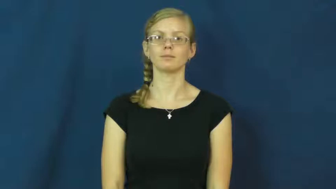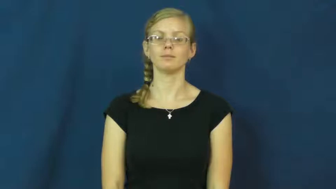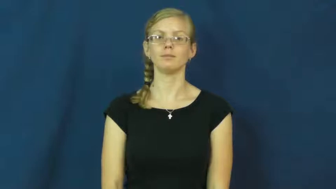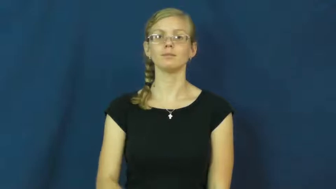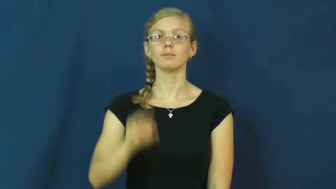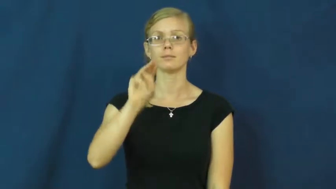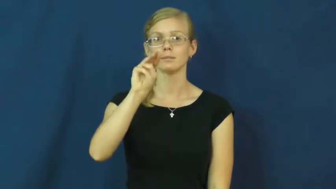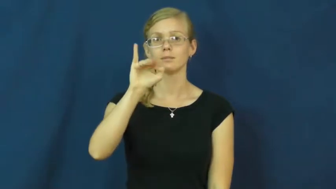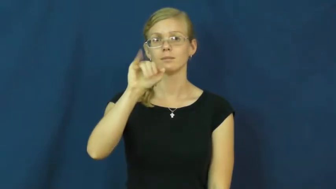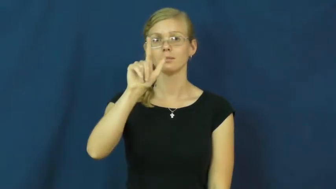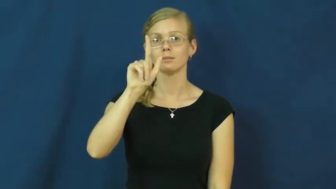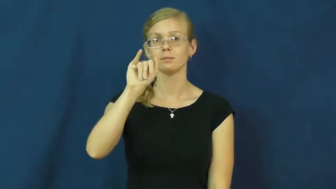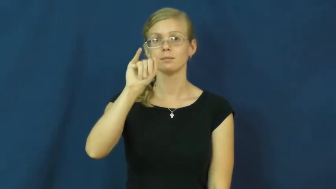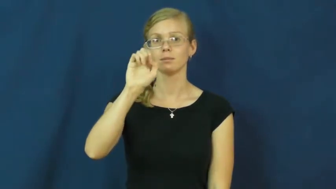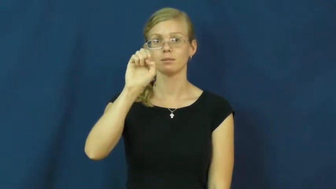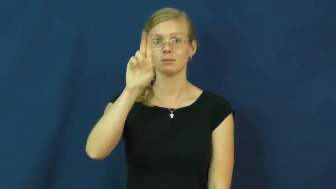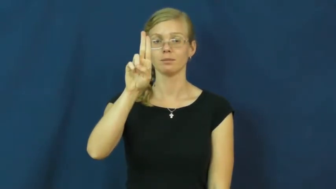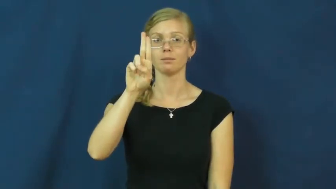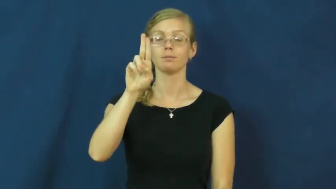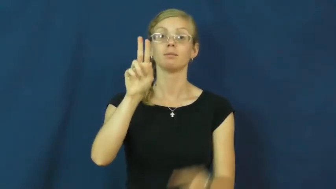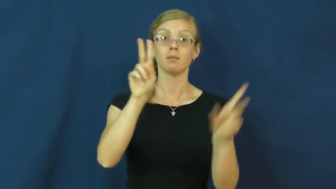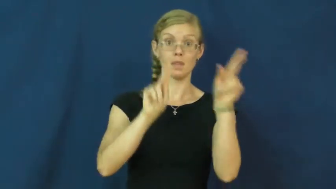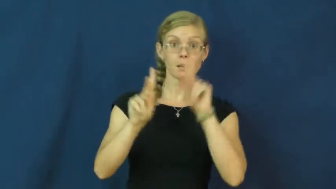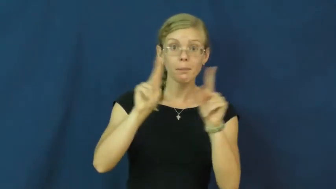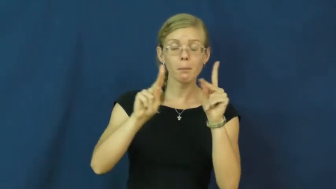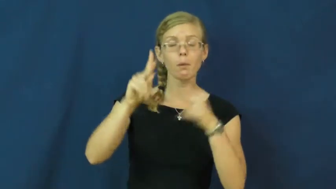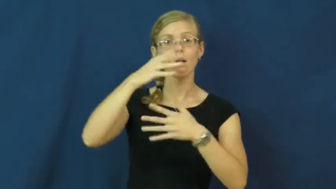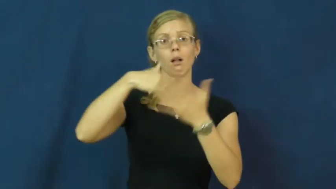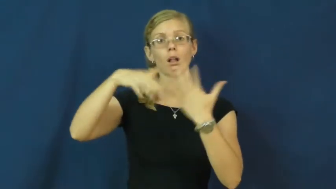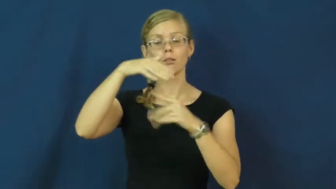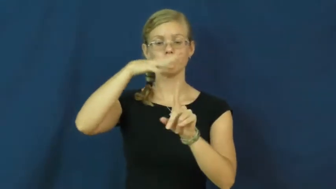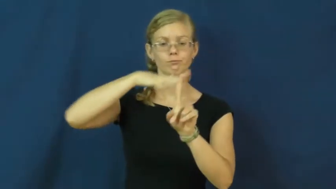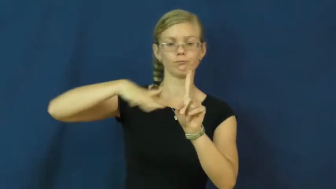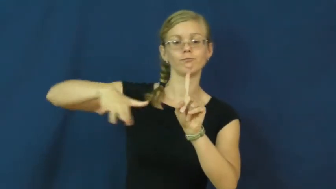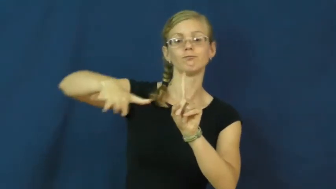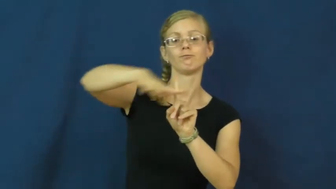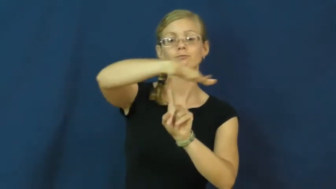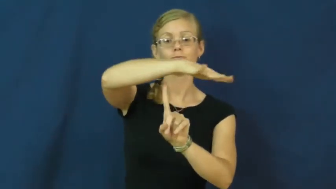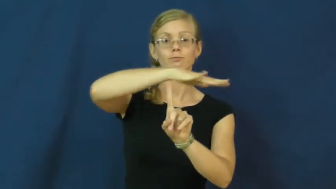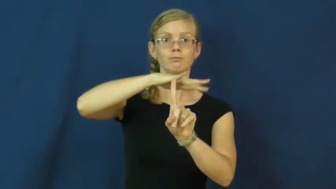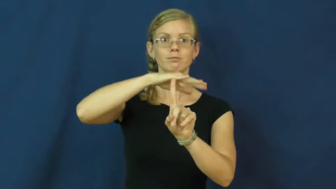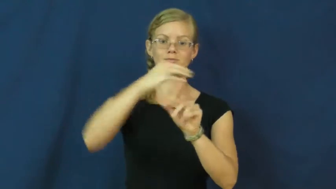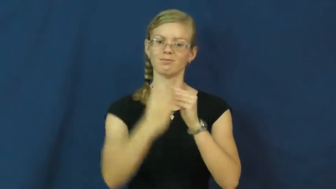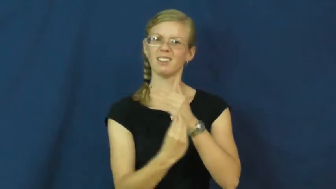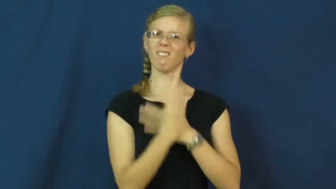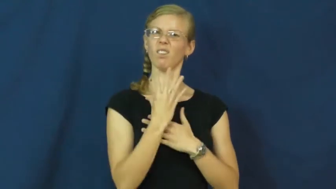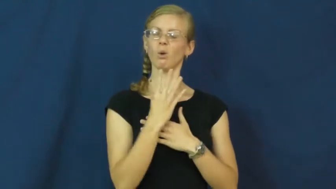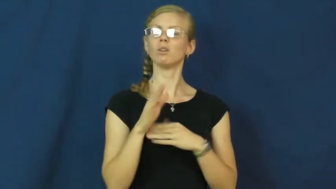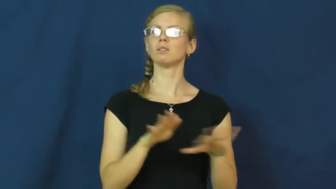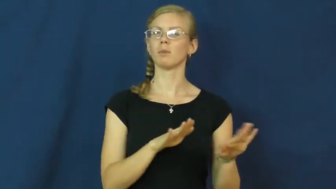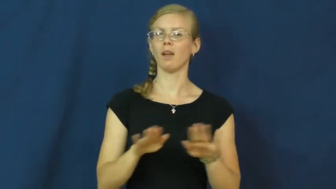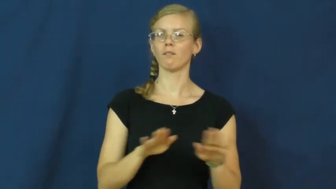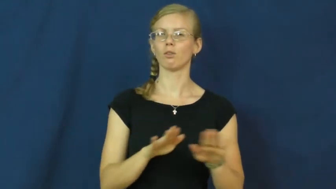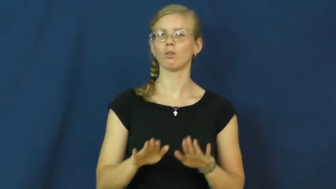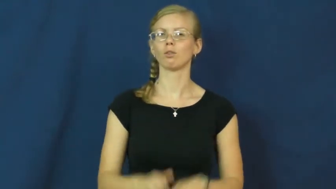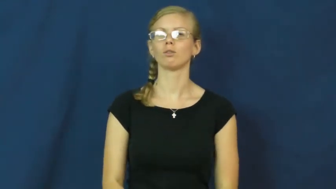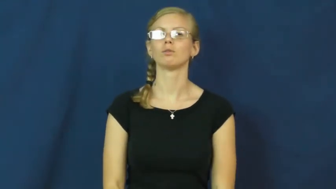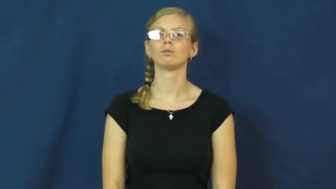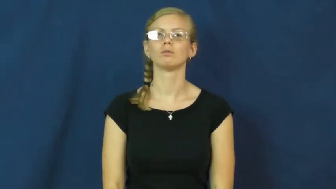milieu